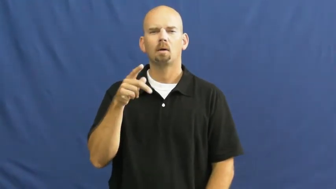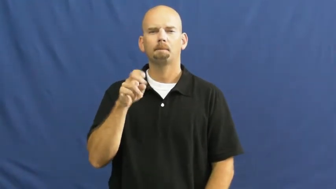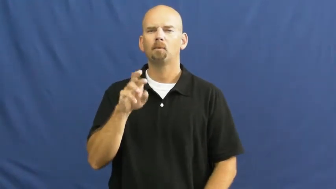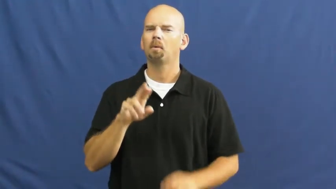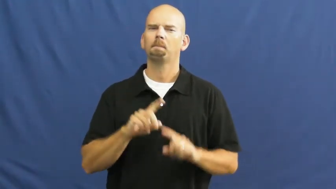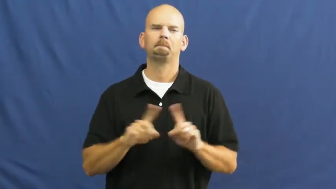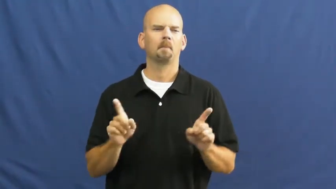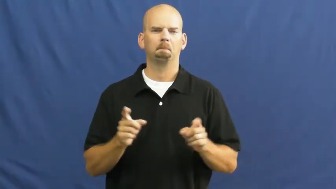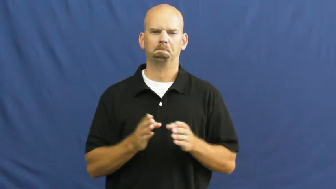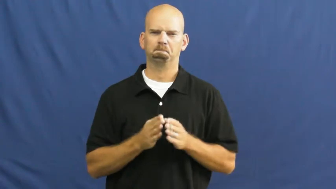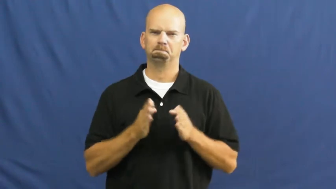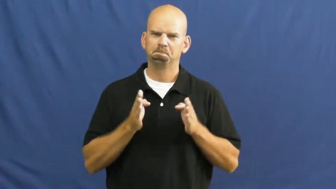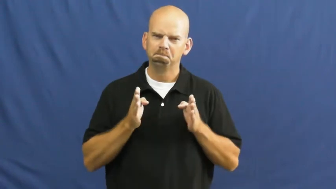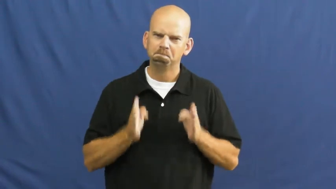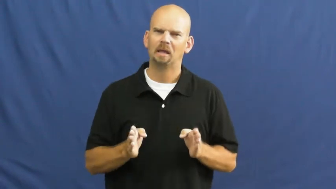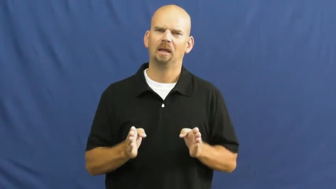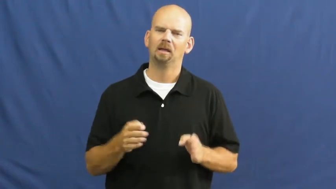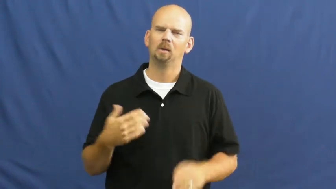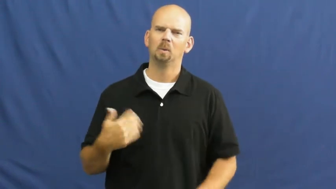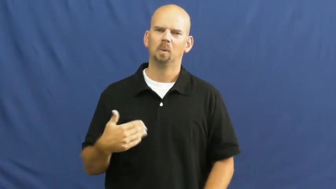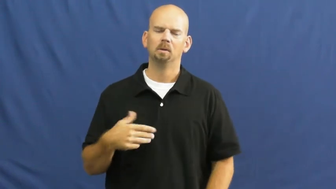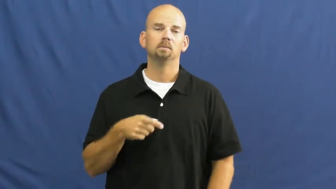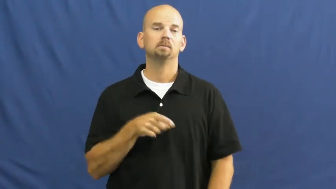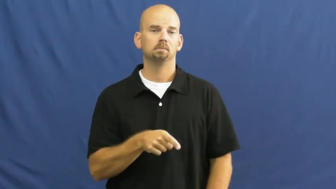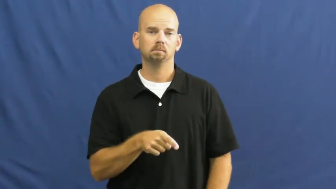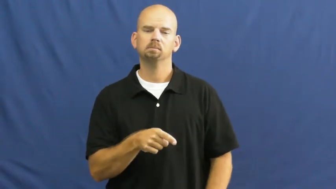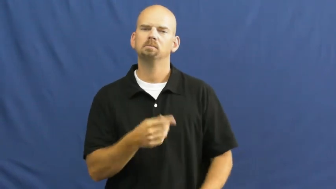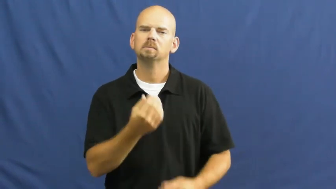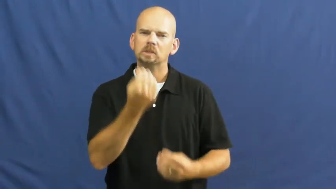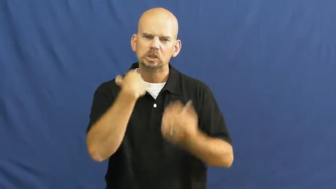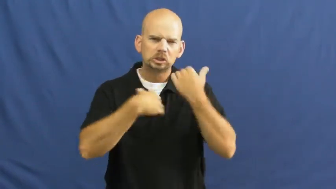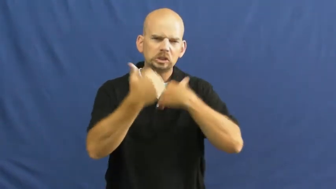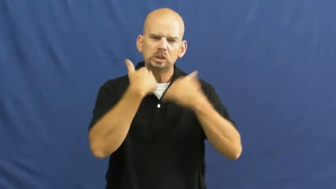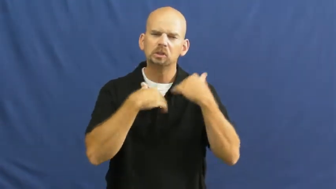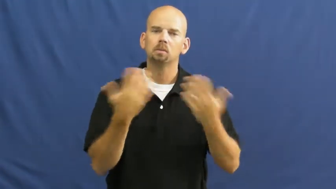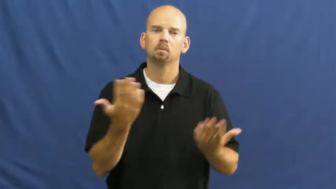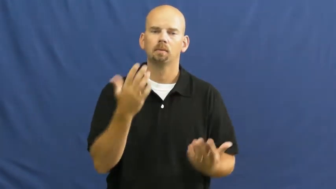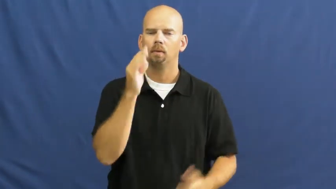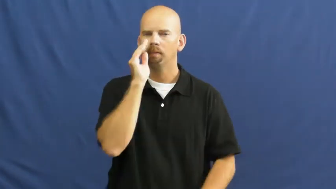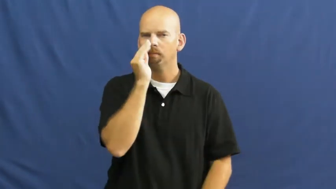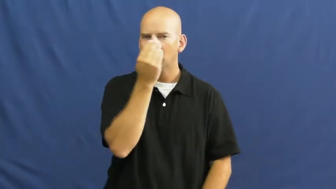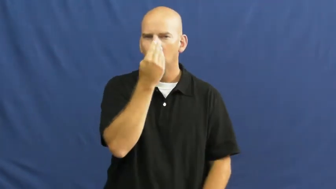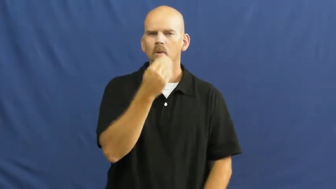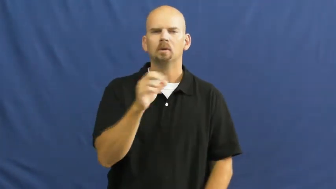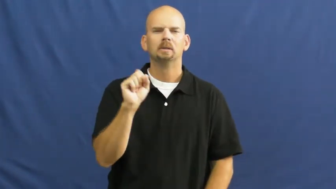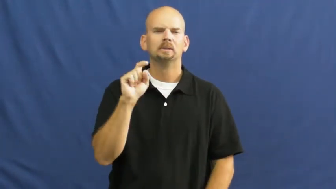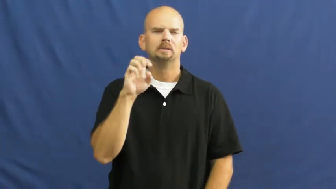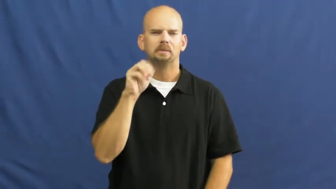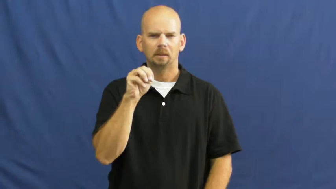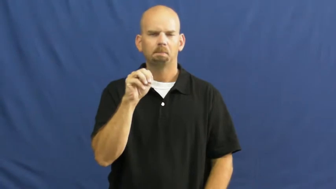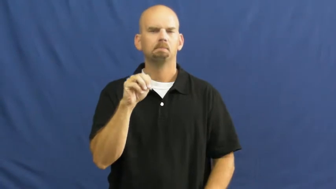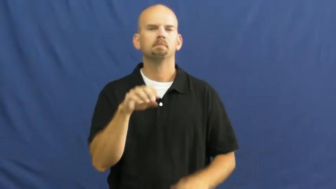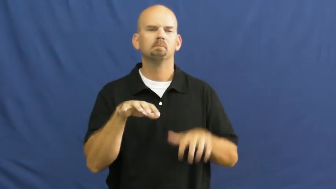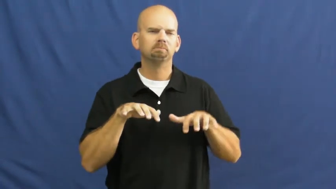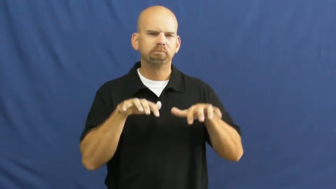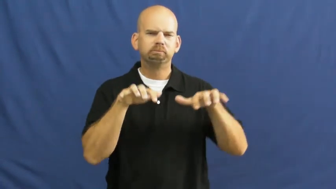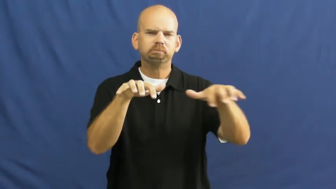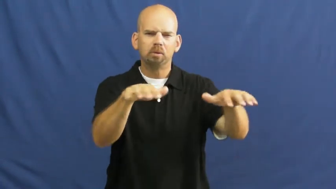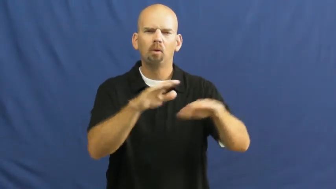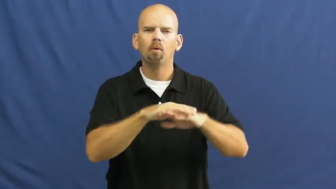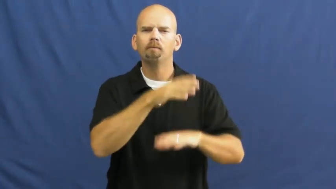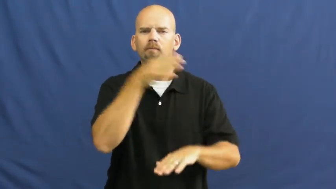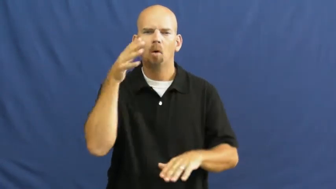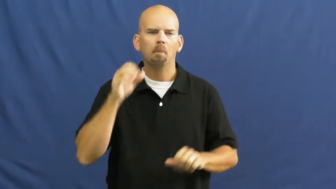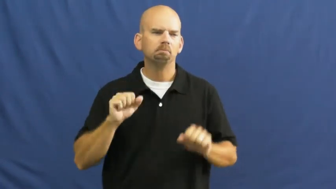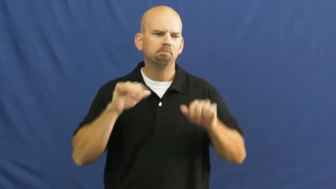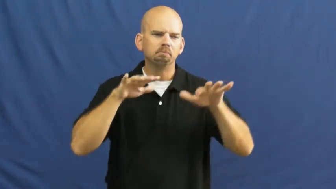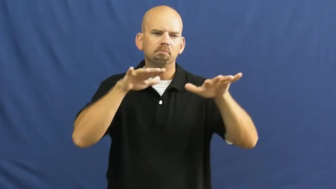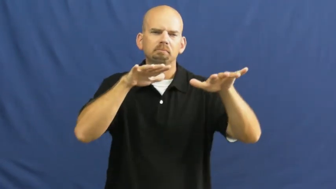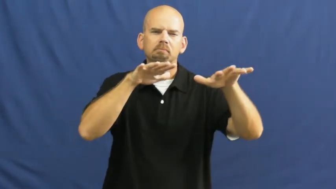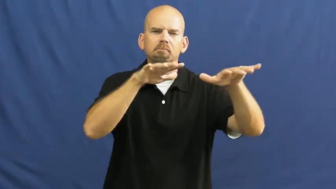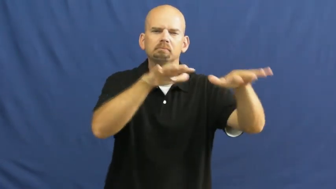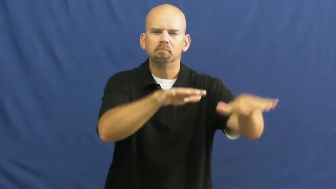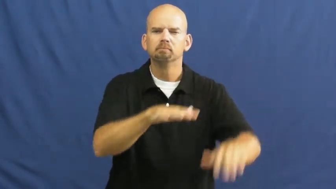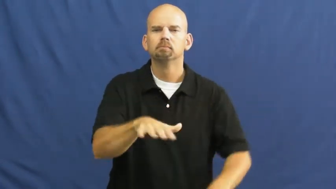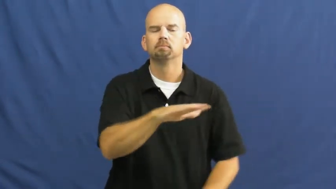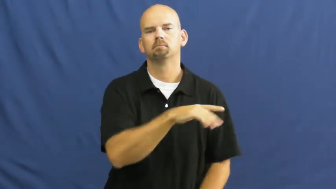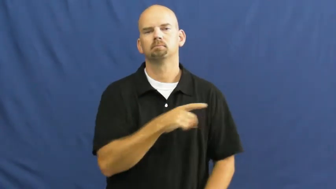locust